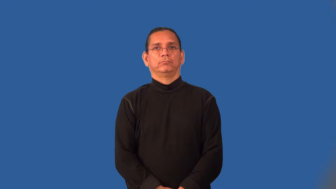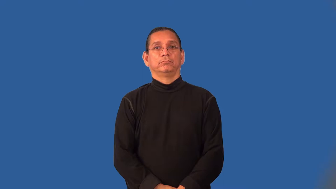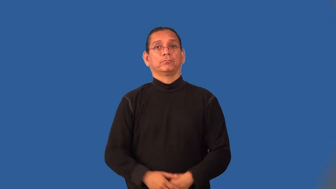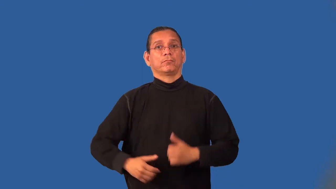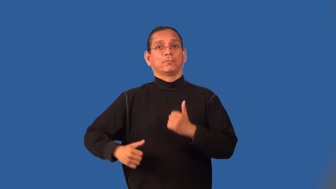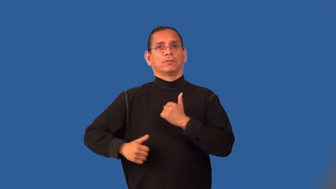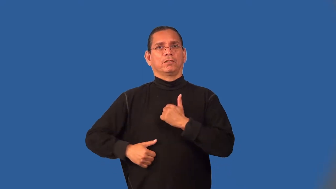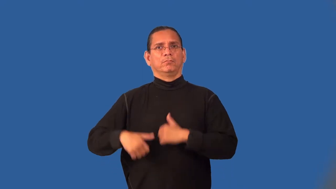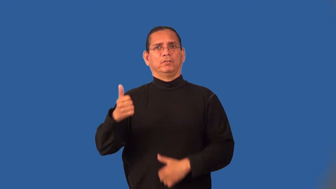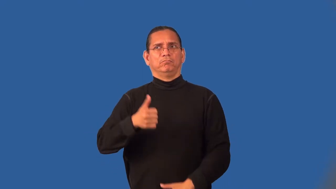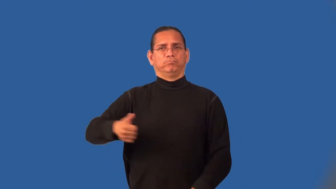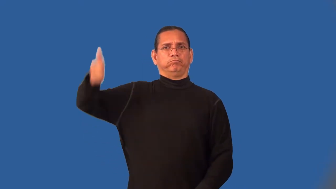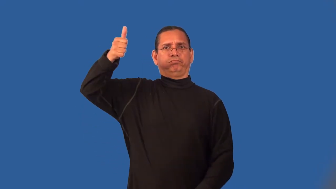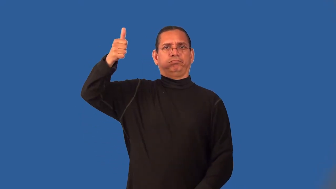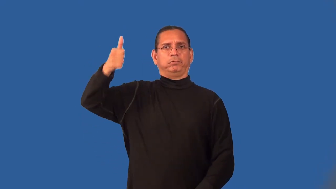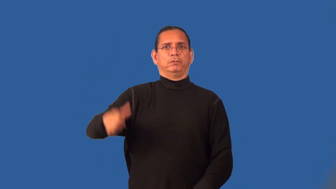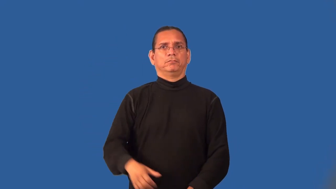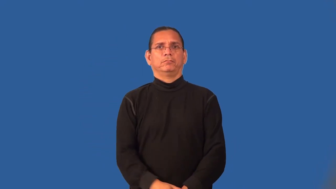major-army